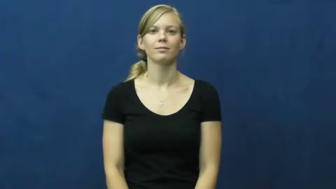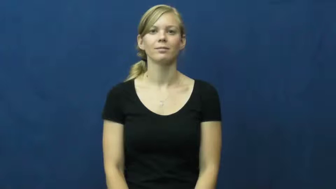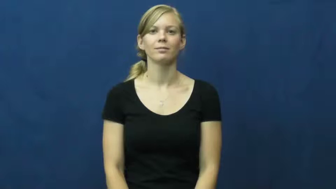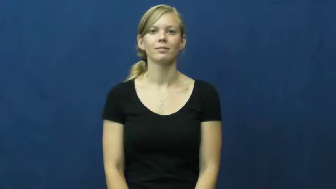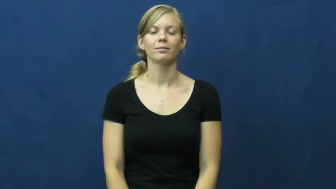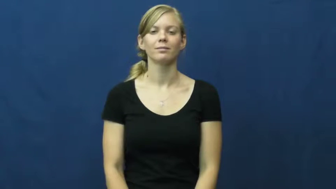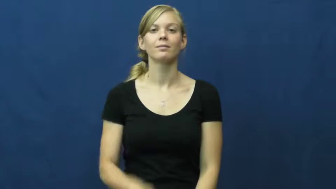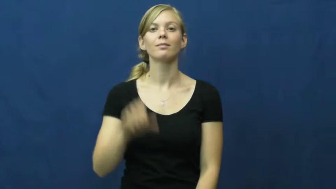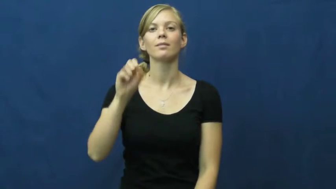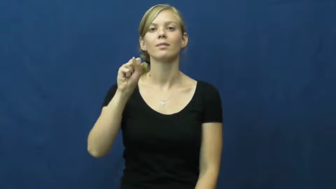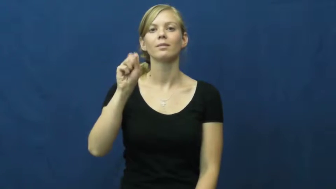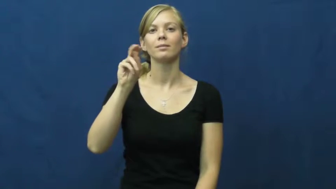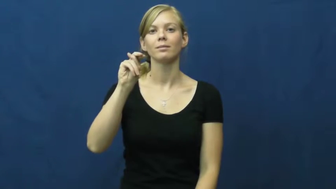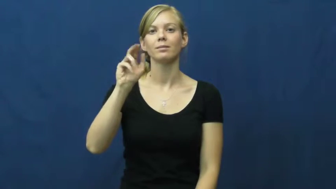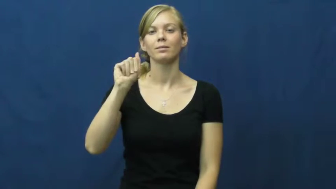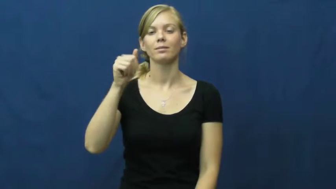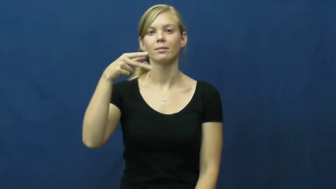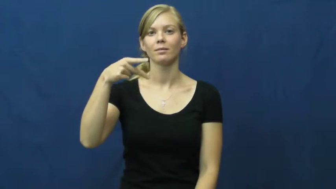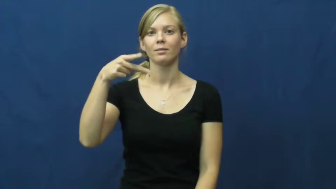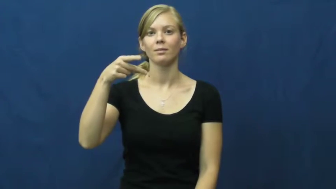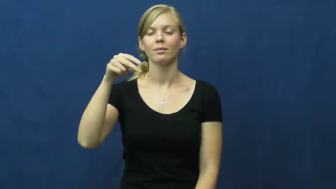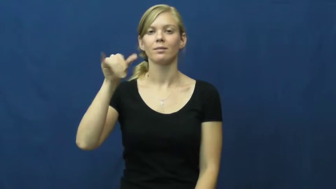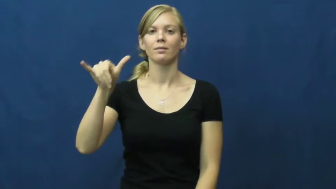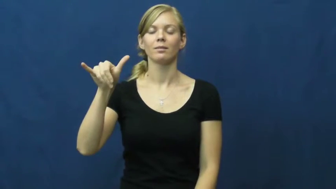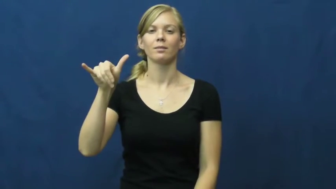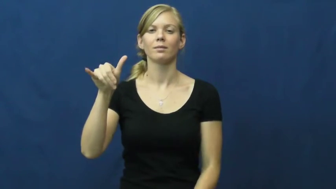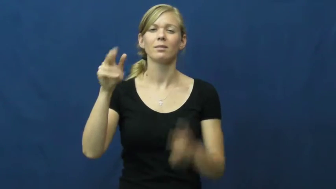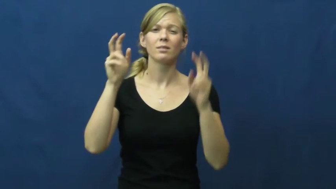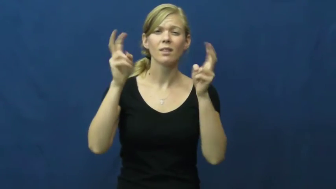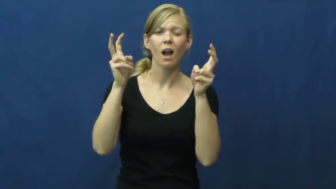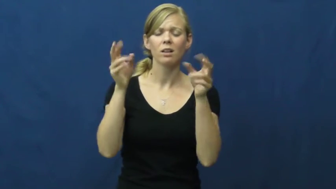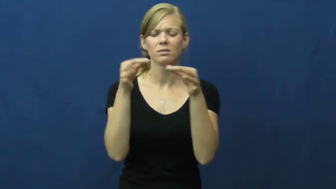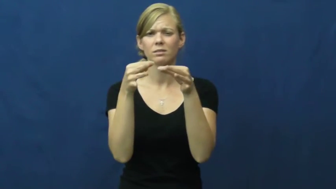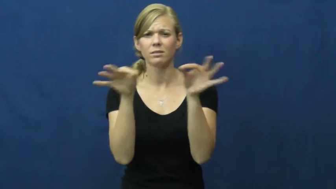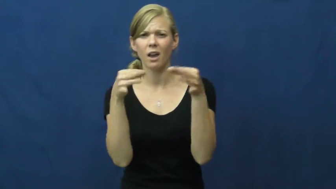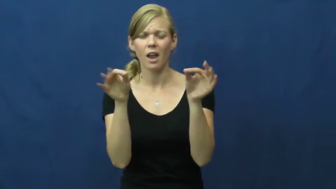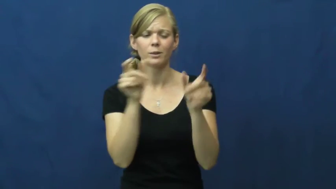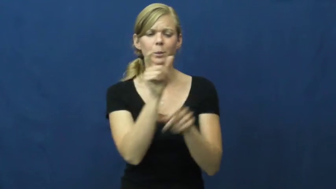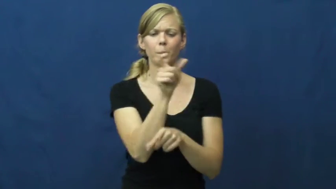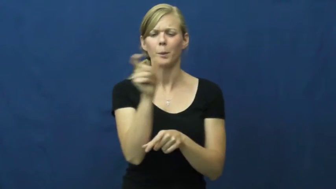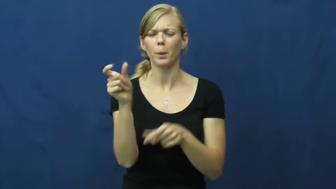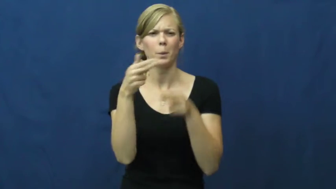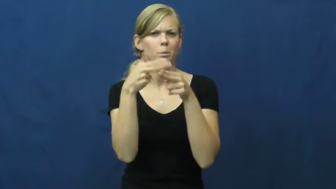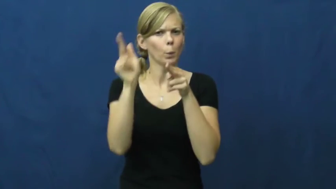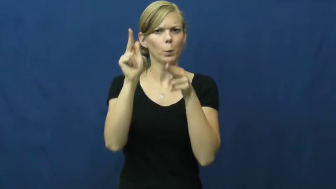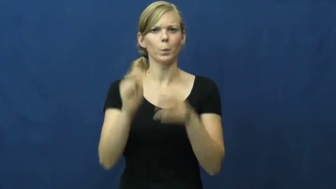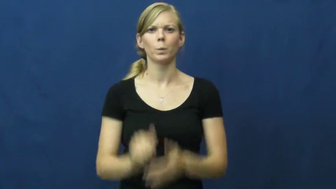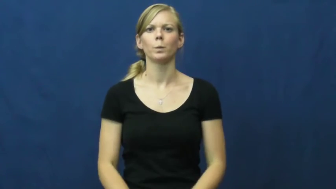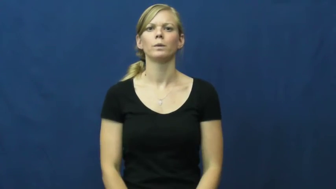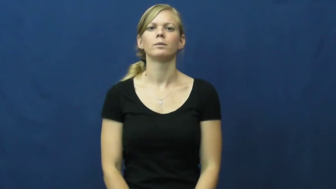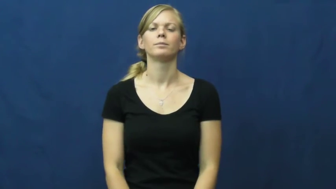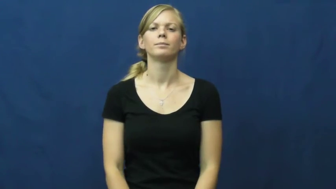snappy-short title